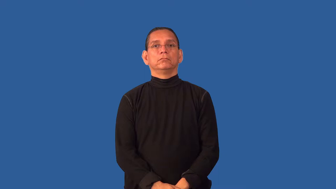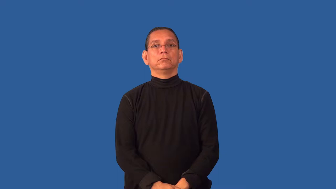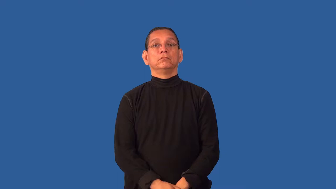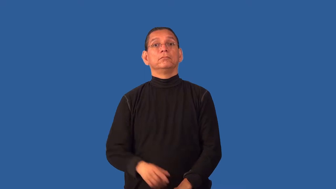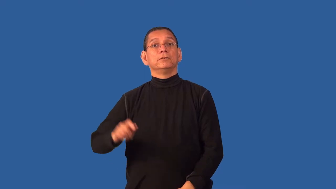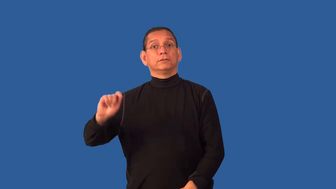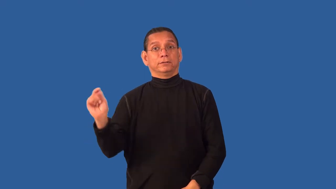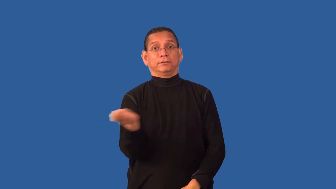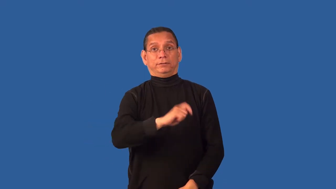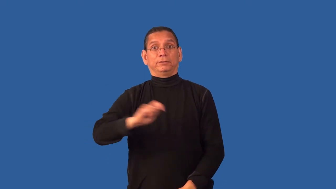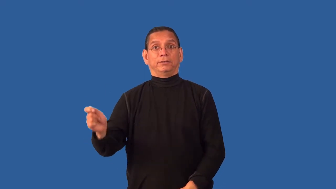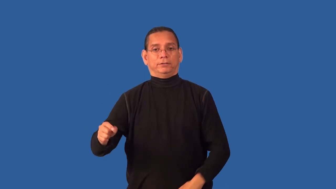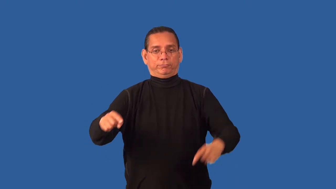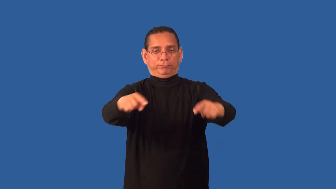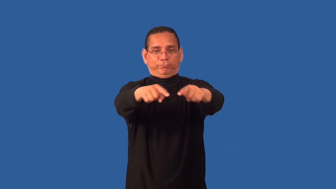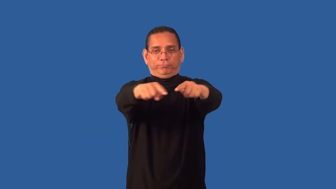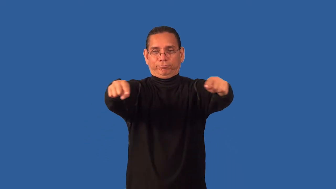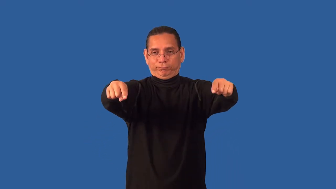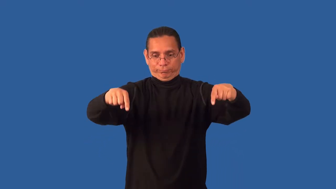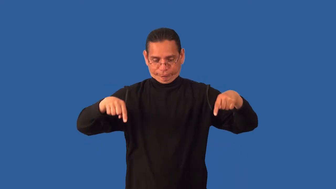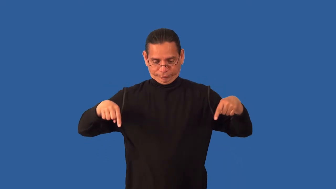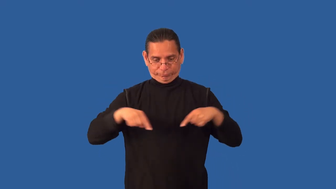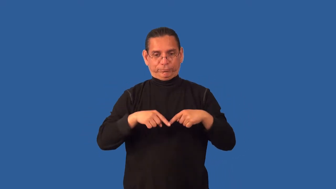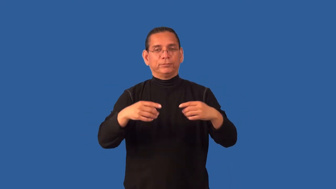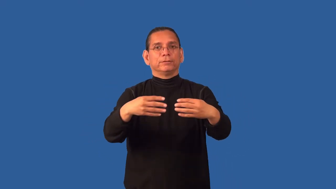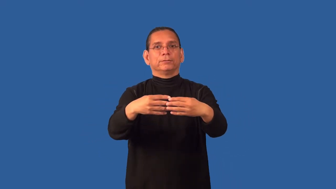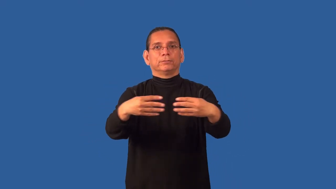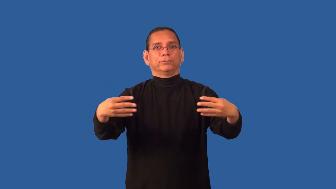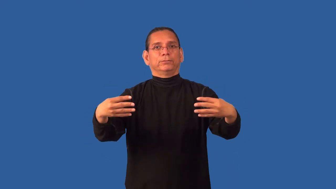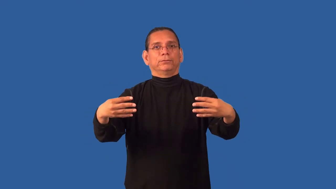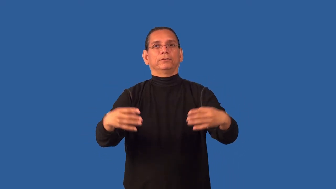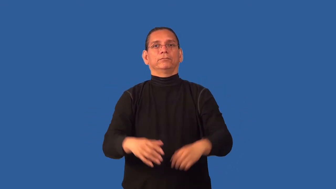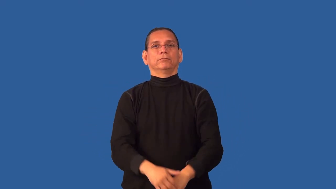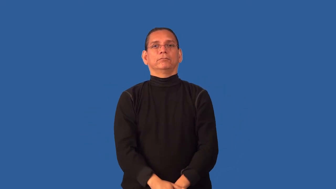court-sports